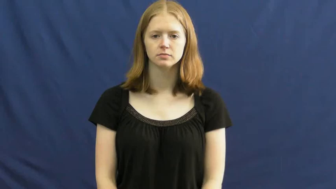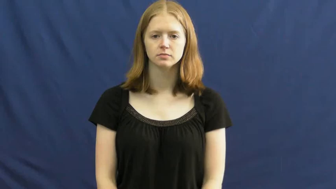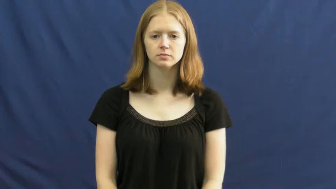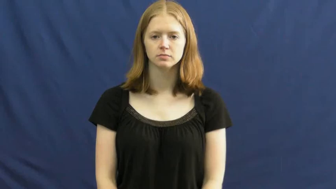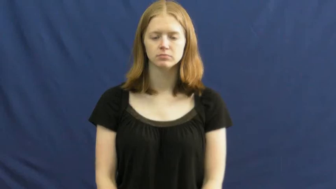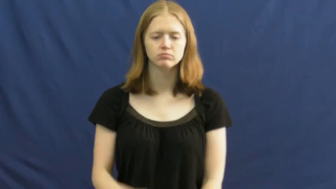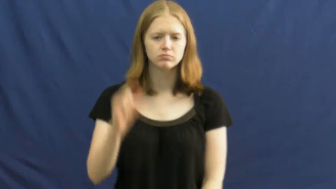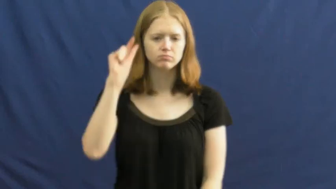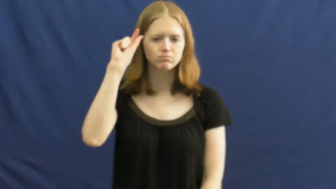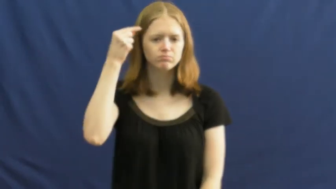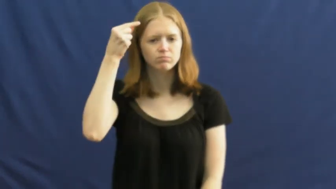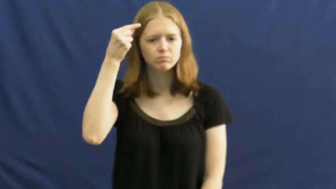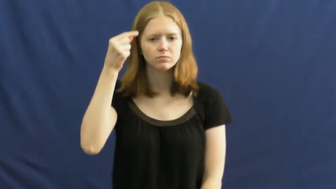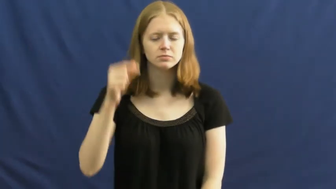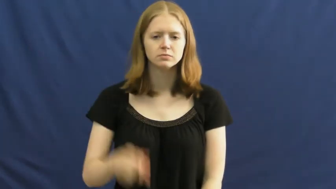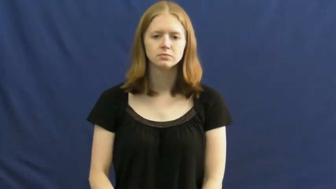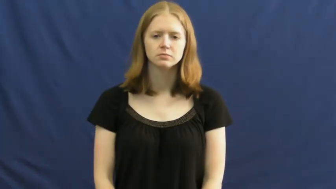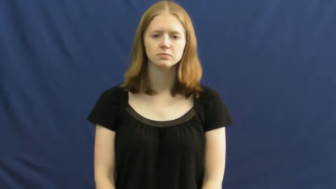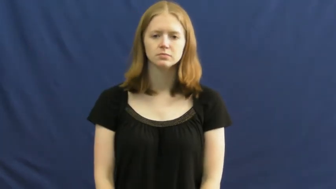moron,jackass,bozo